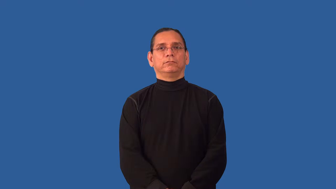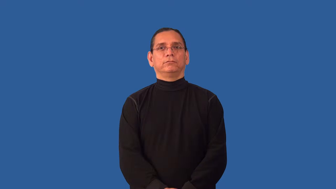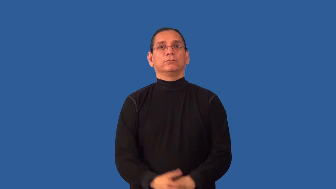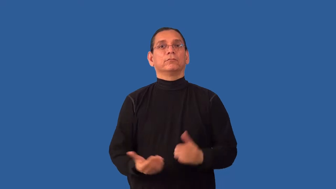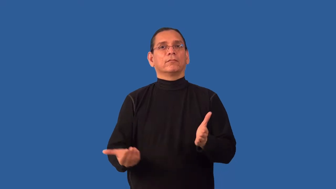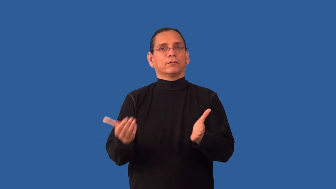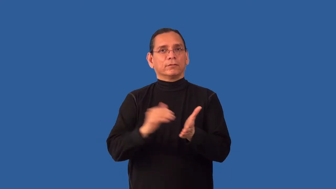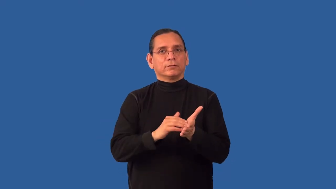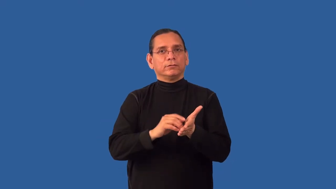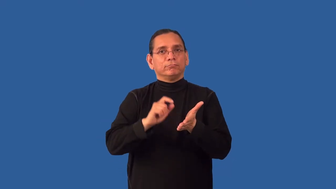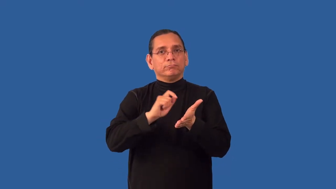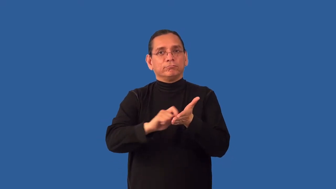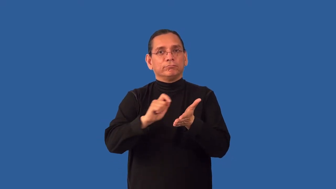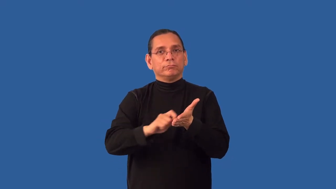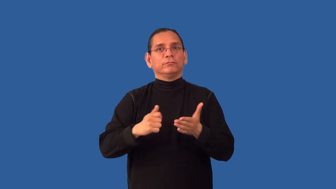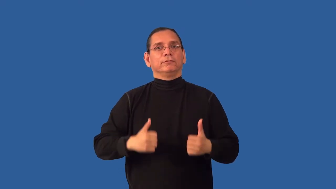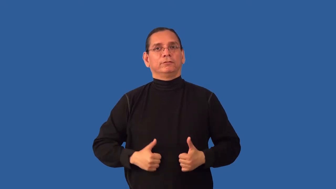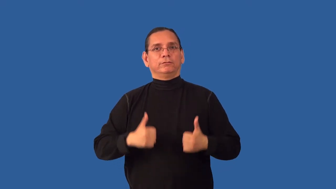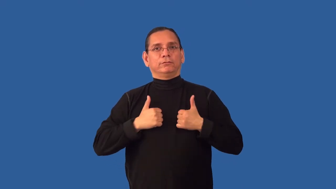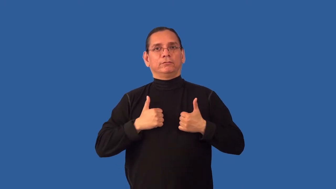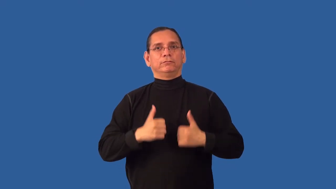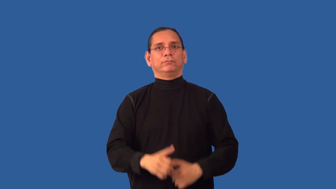readdress-letter